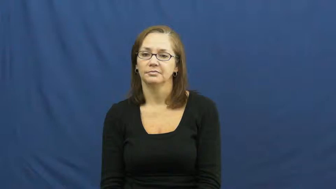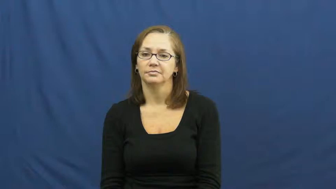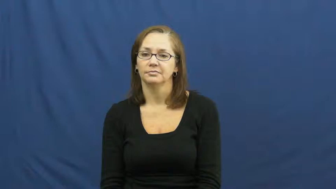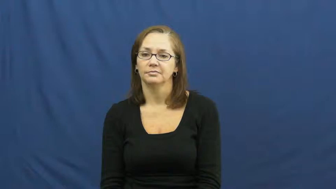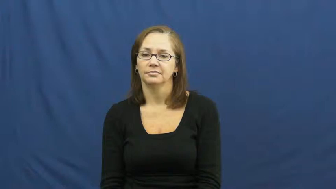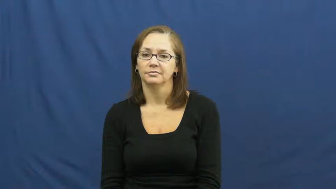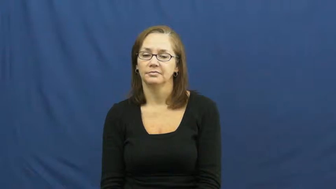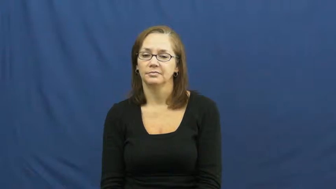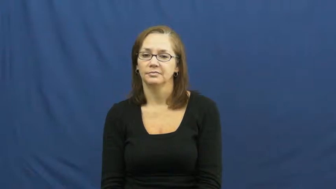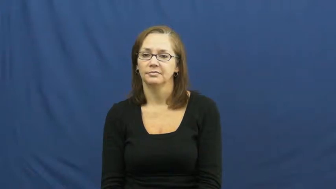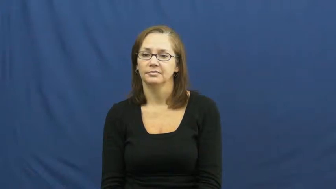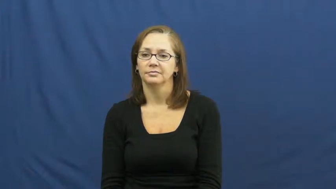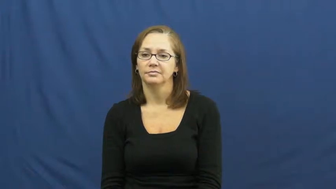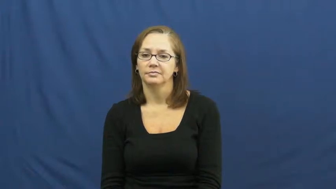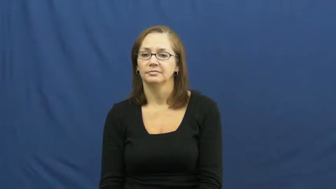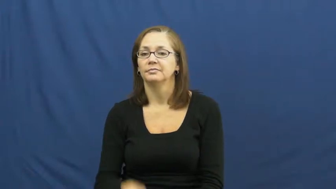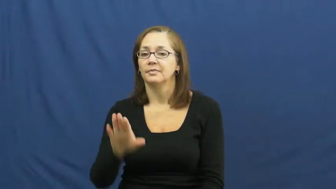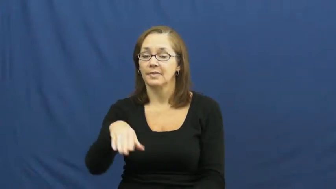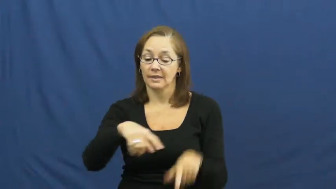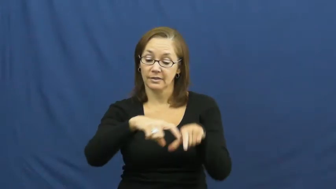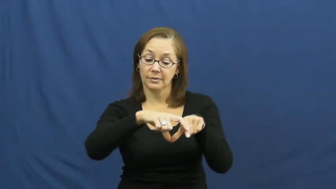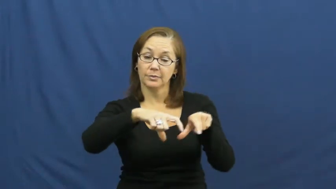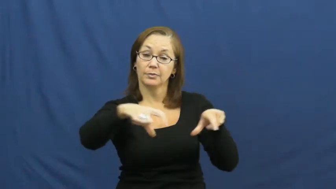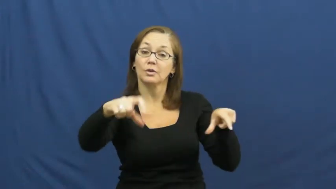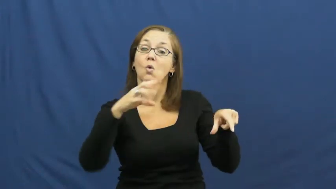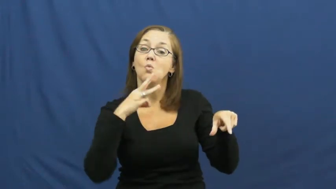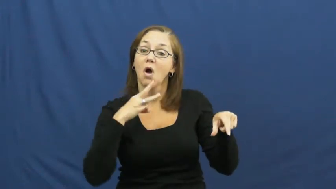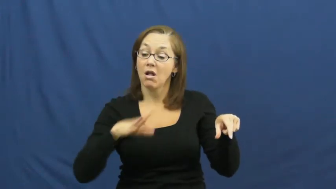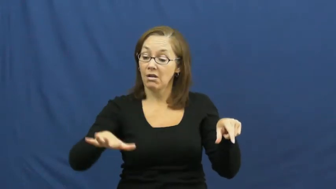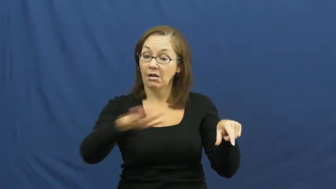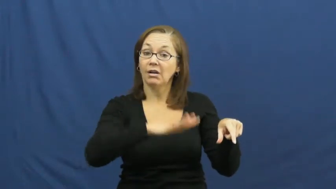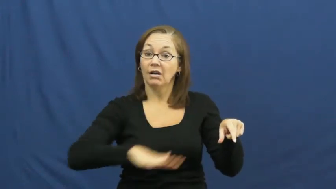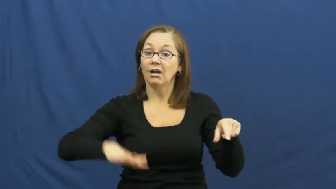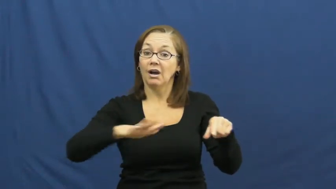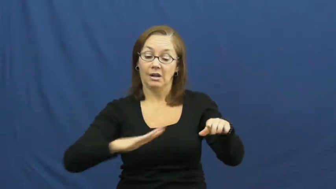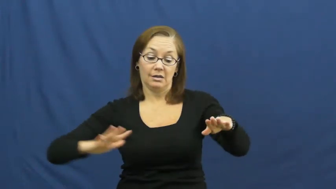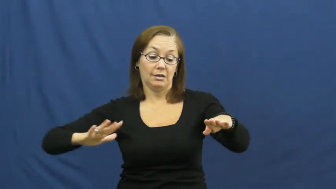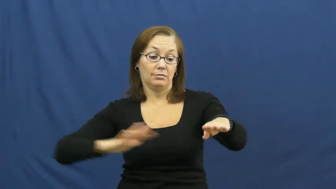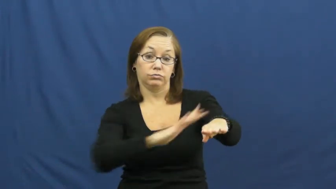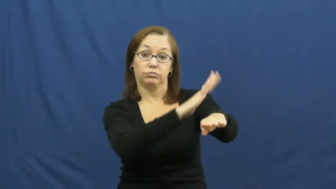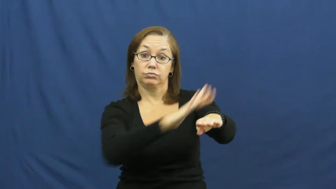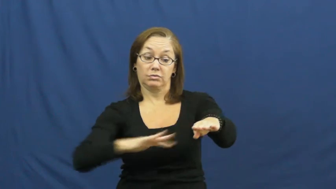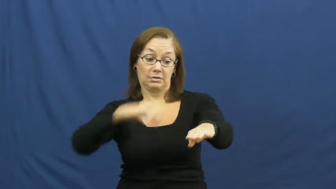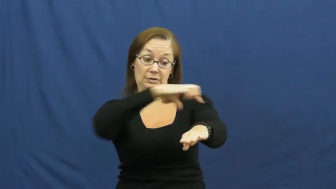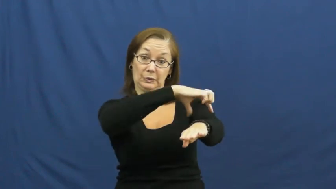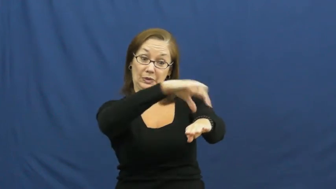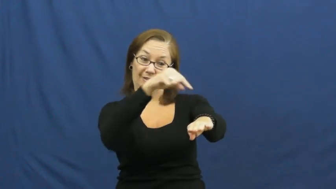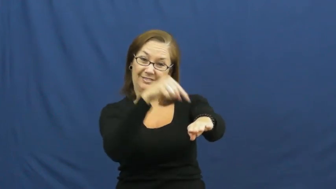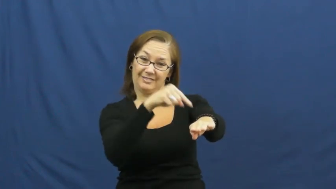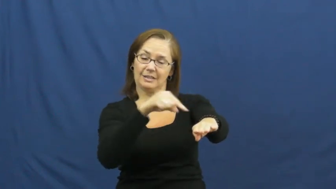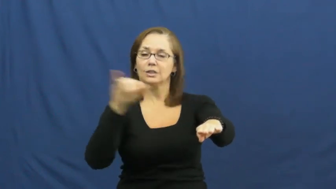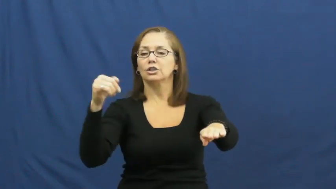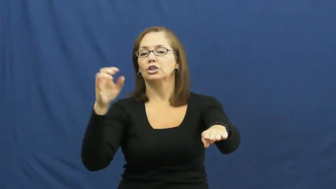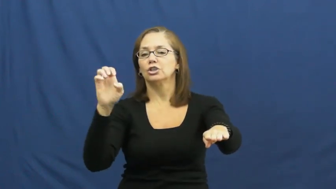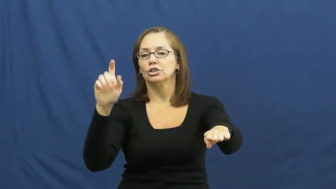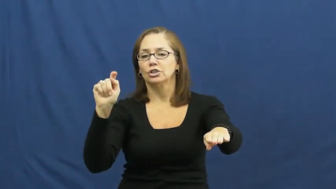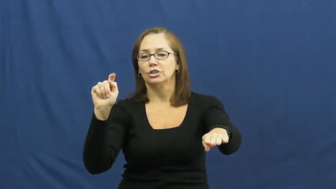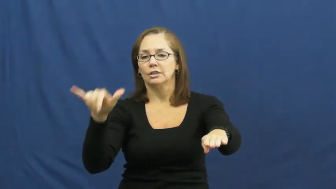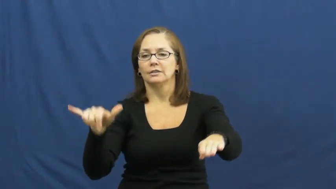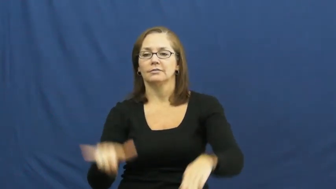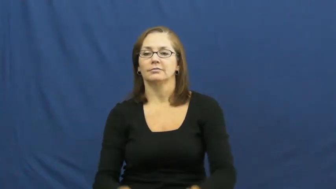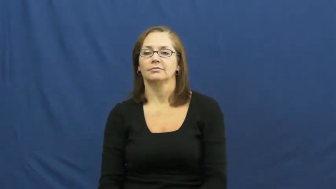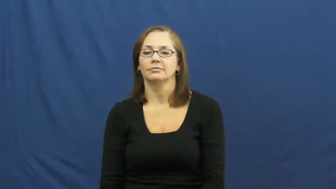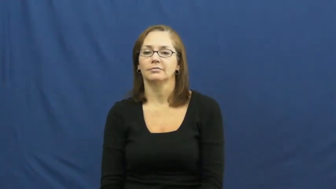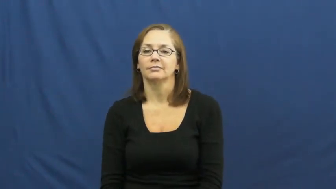jetty